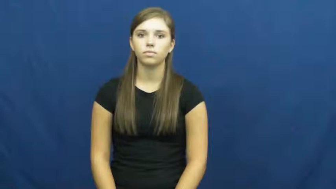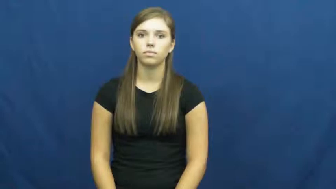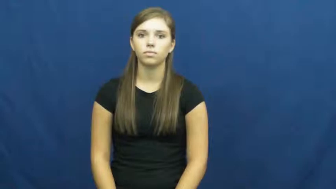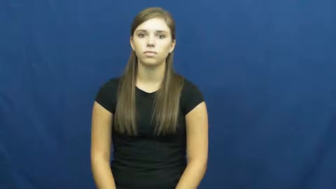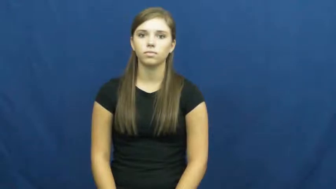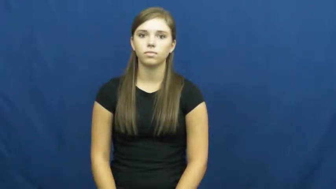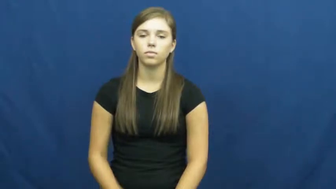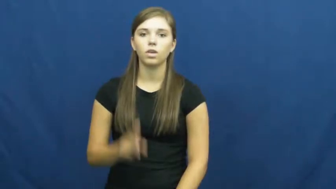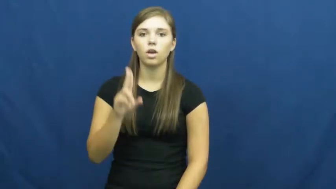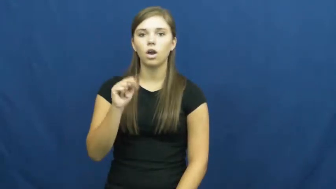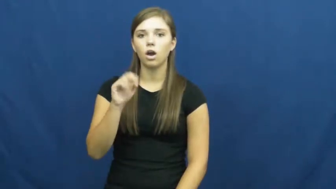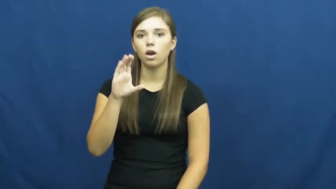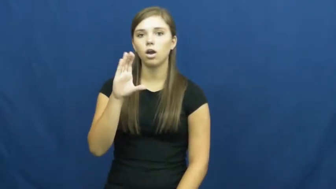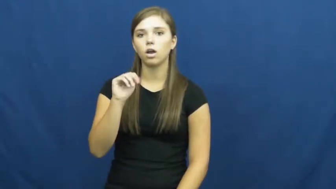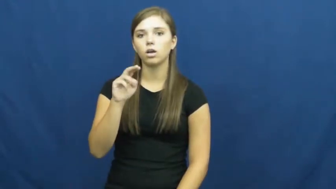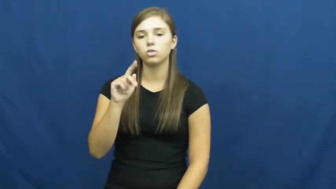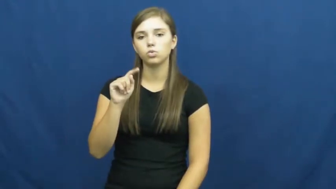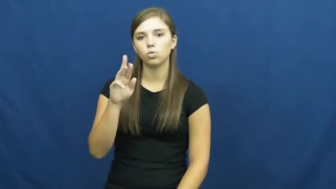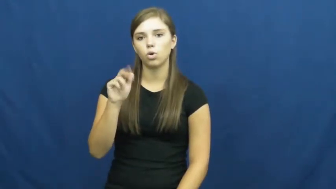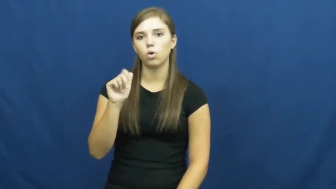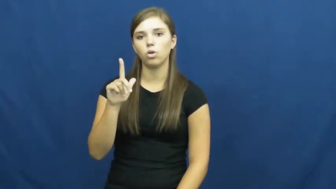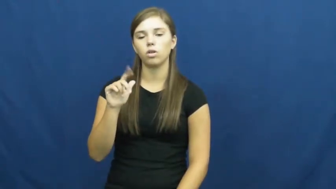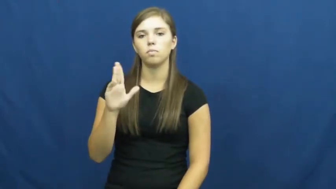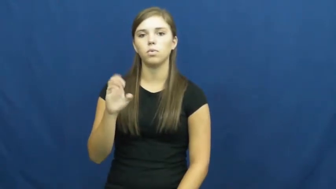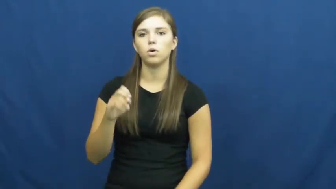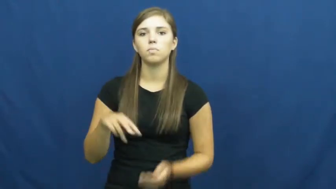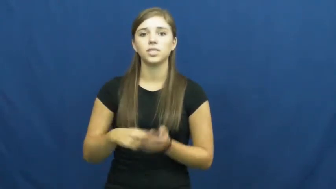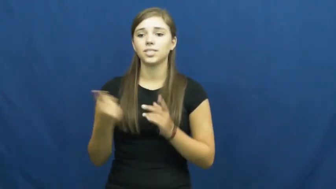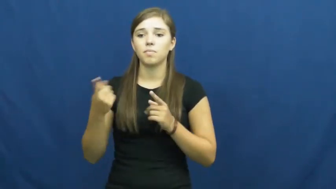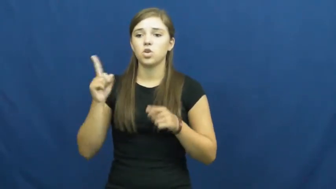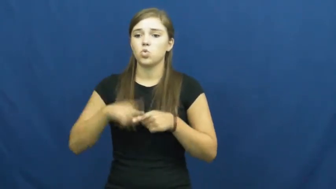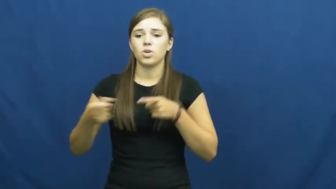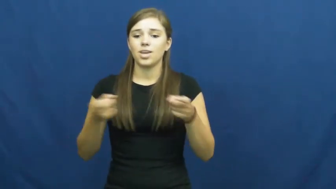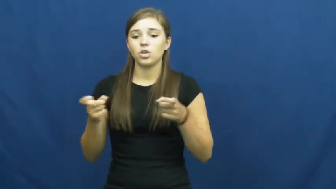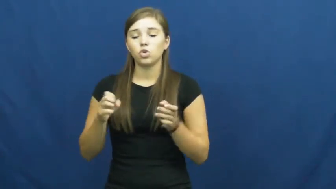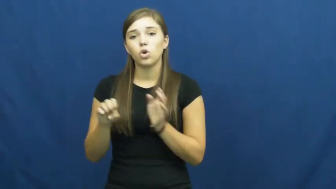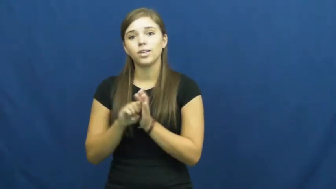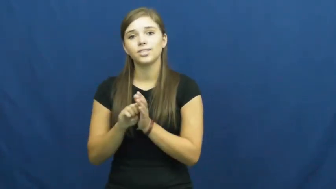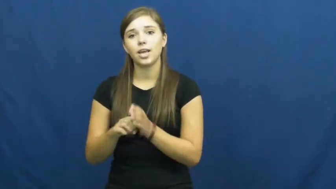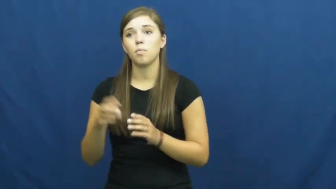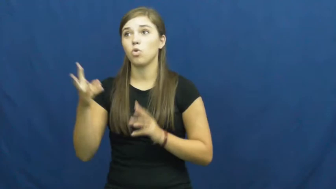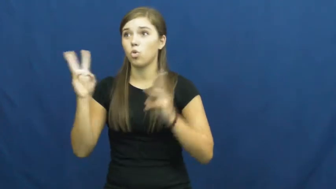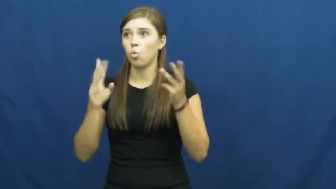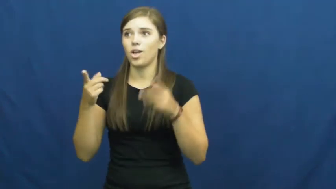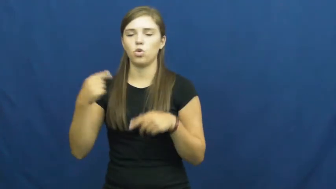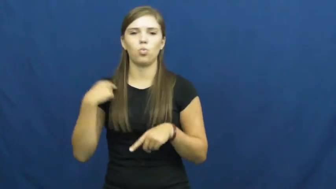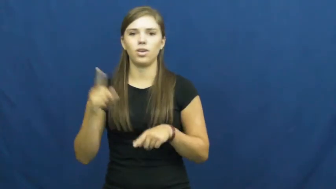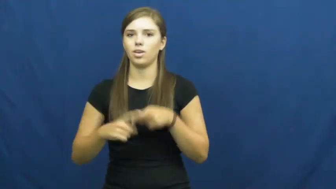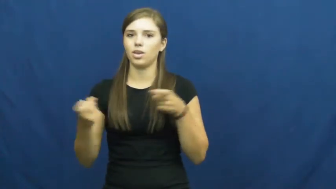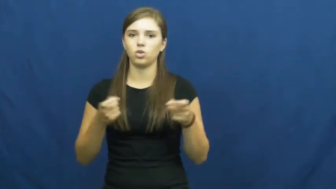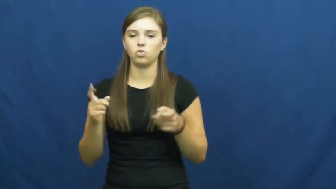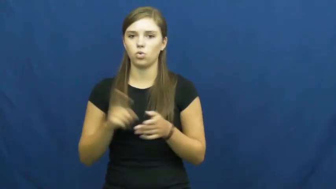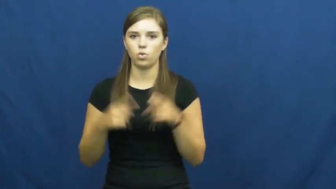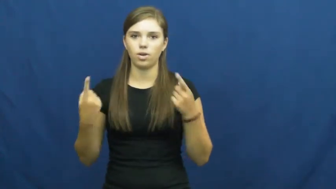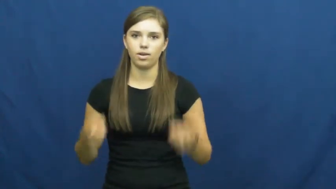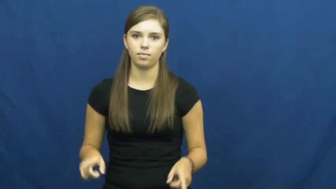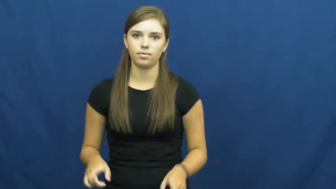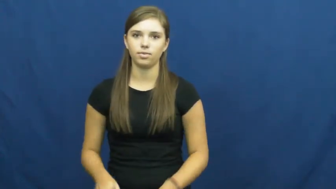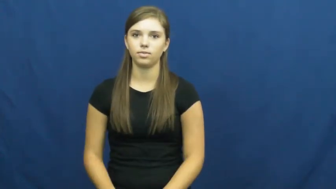uncontrollable